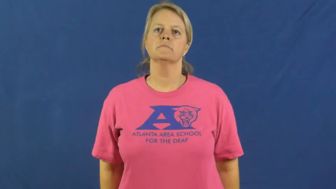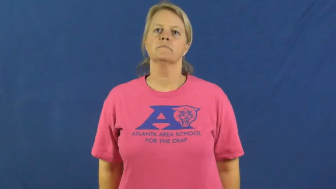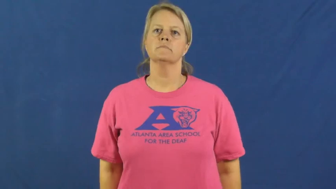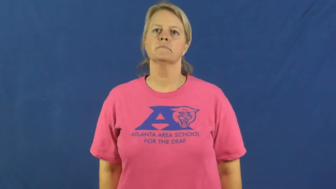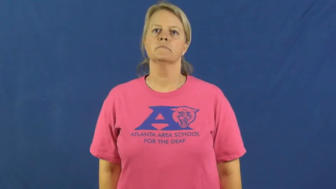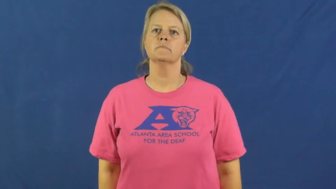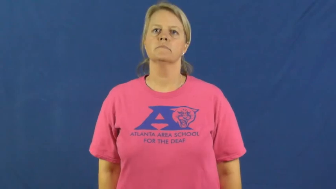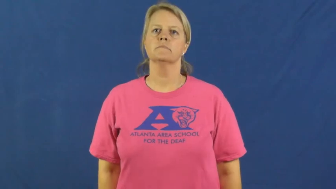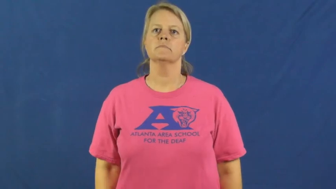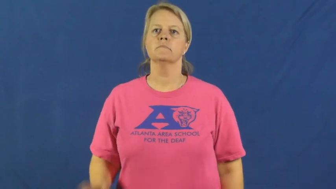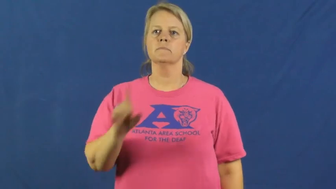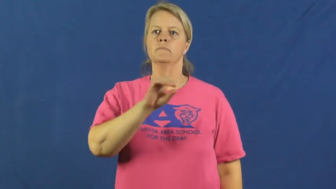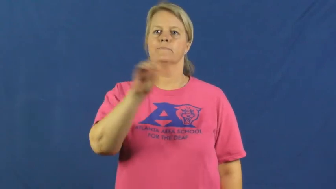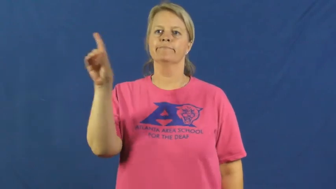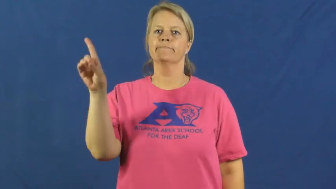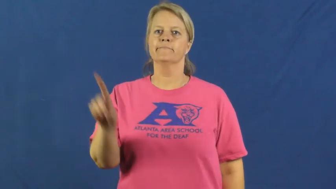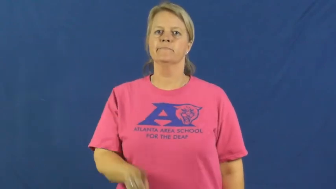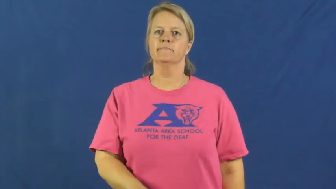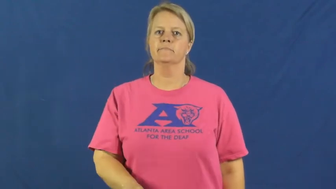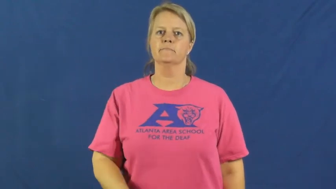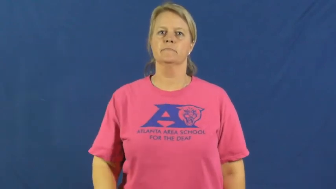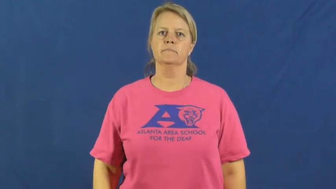detroit